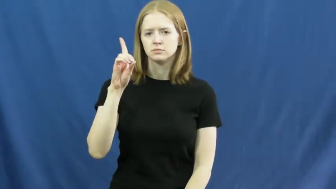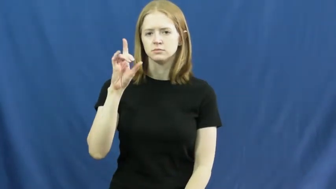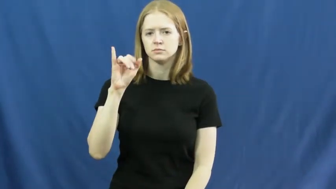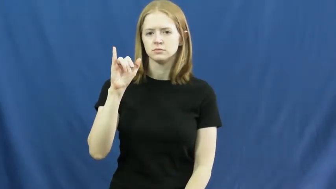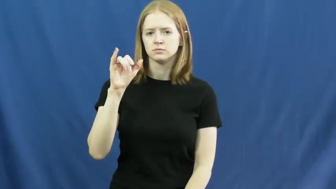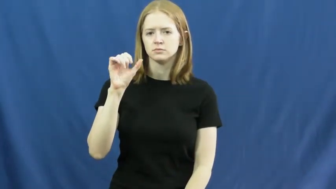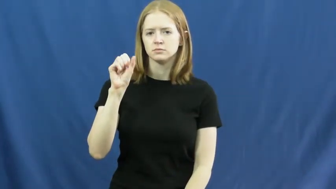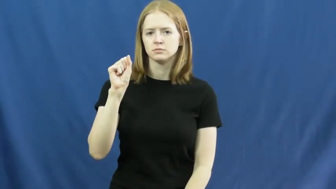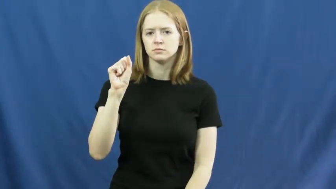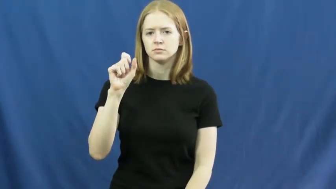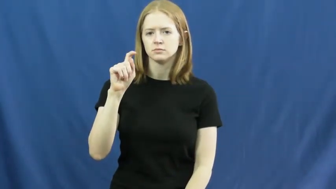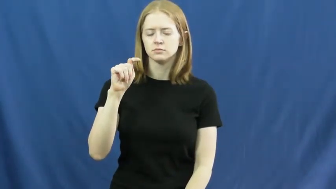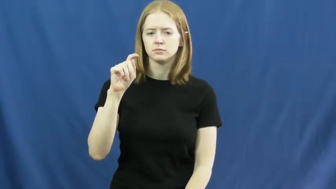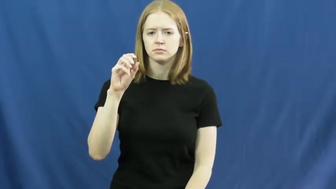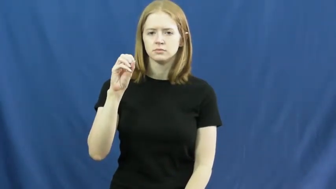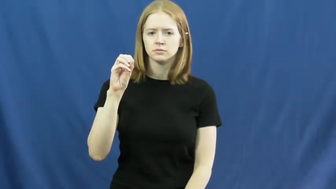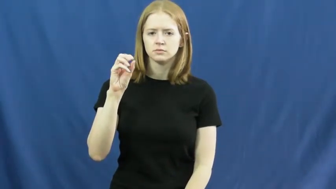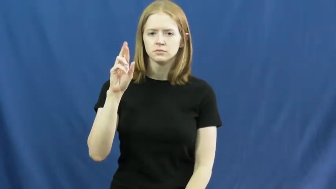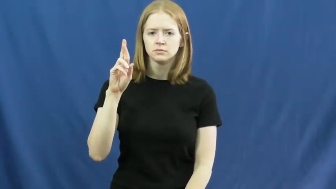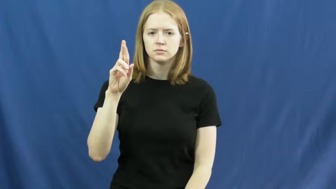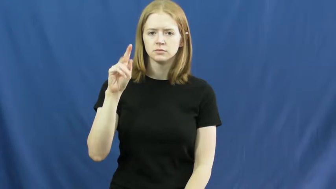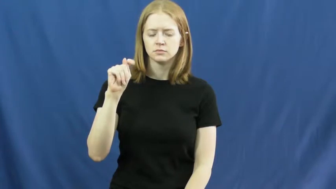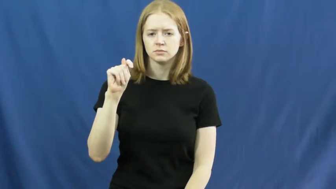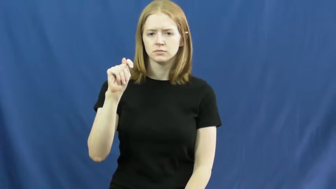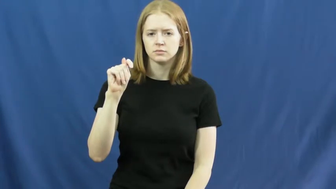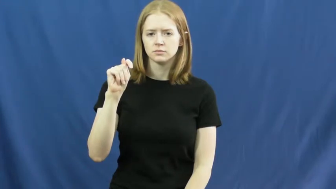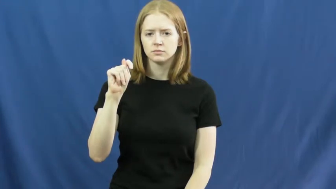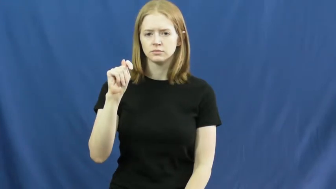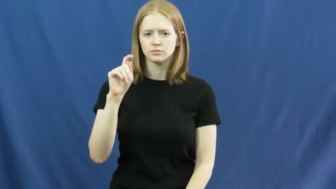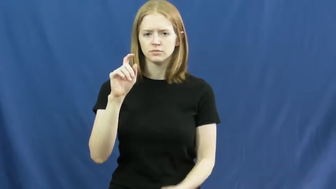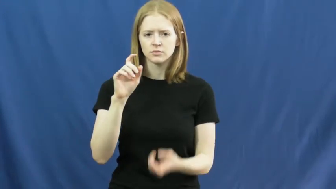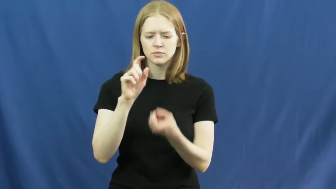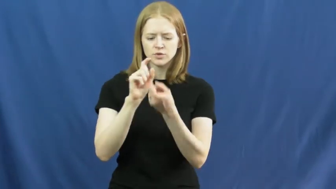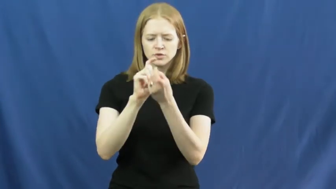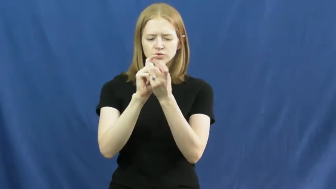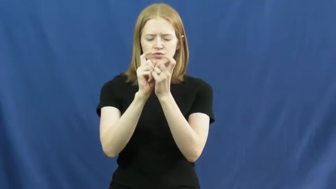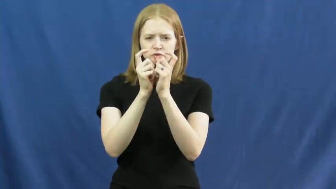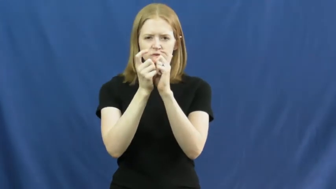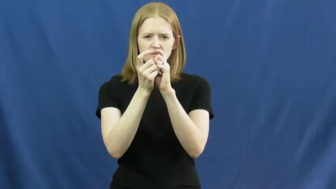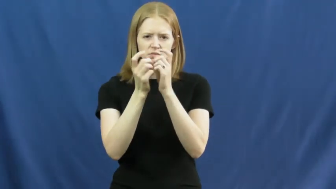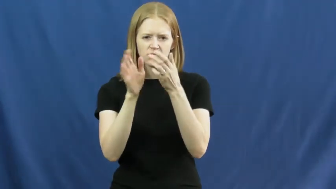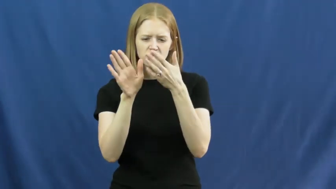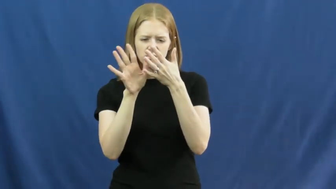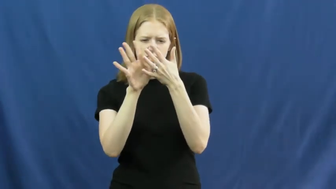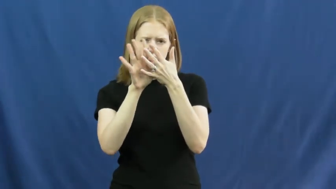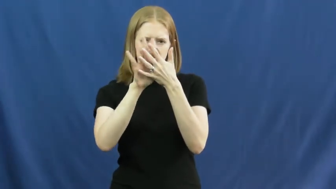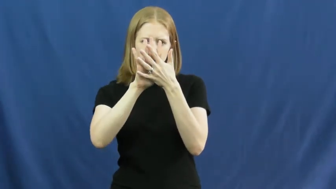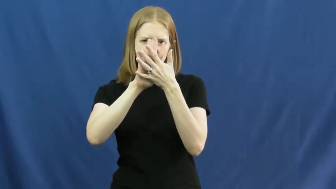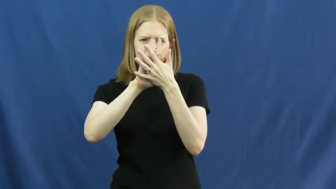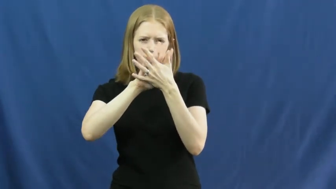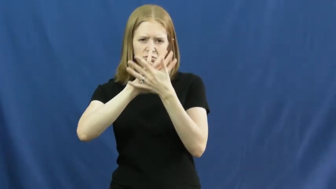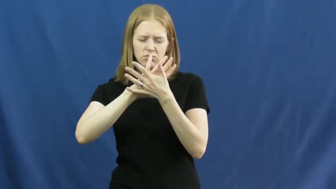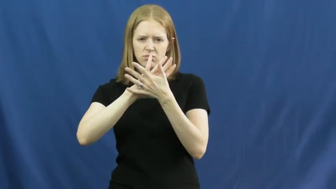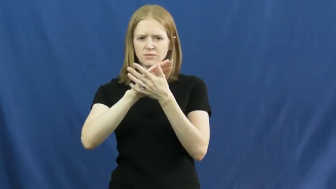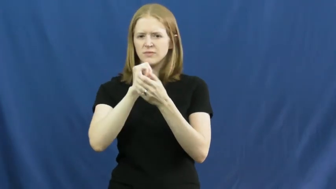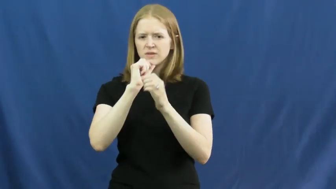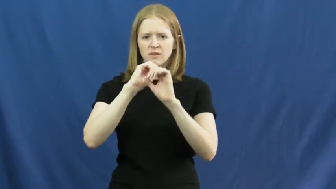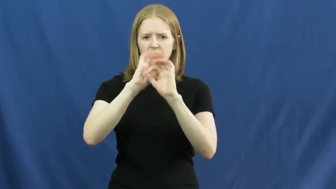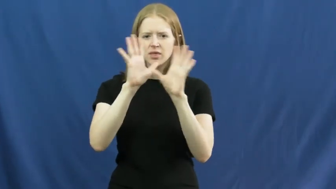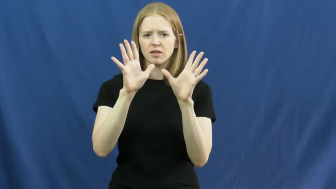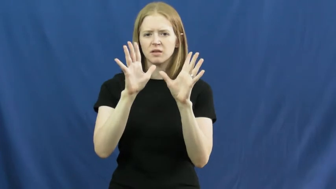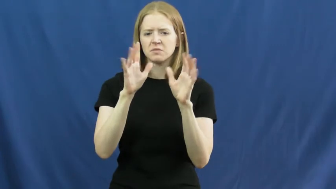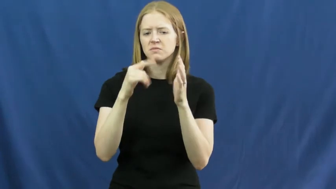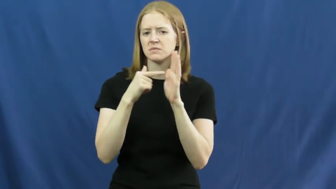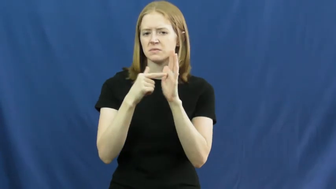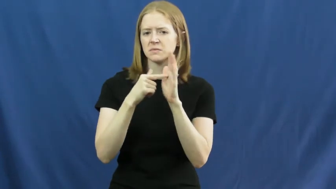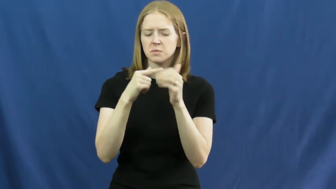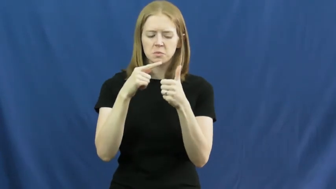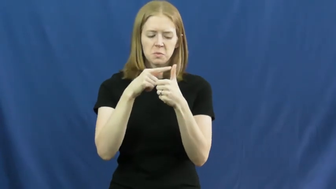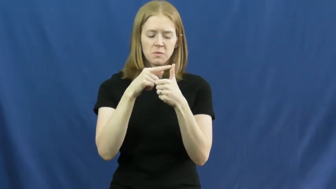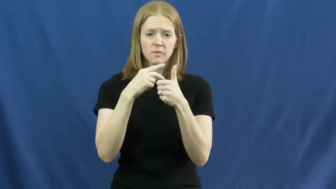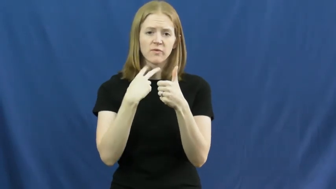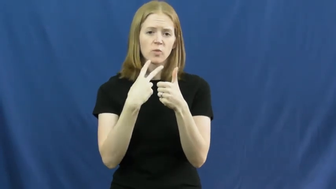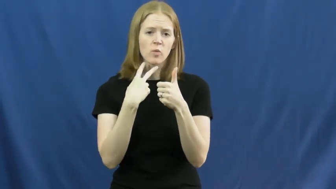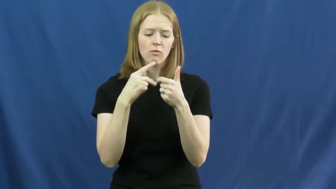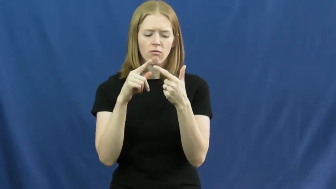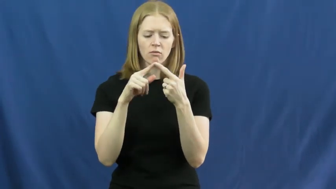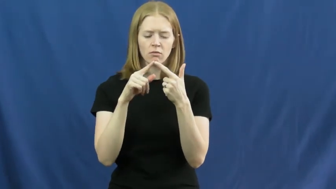distort